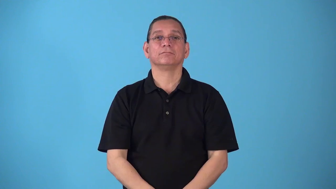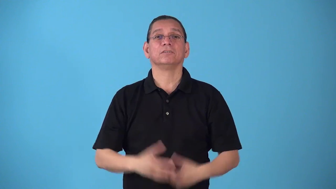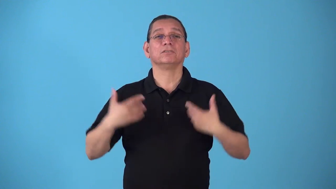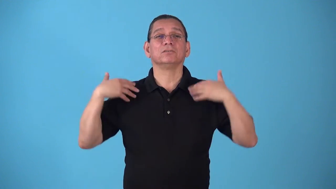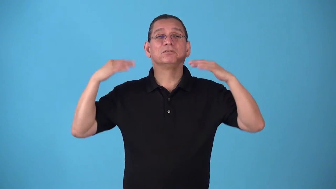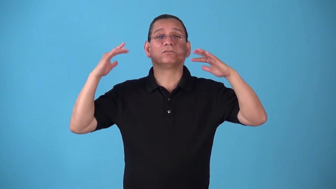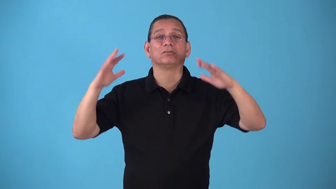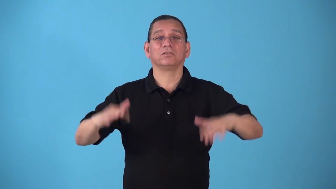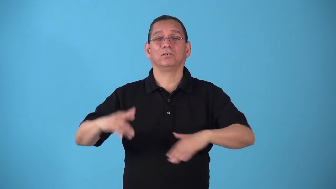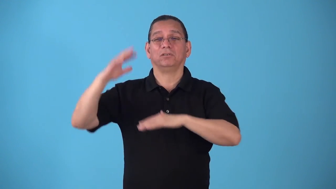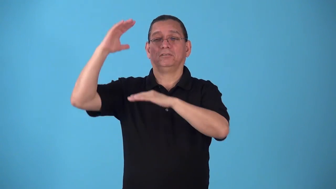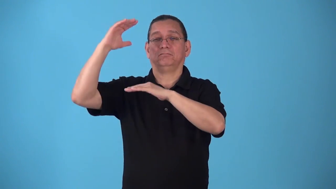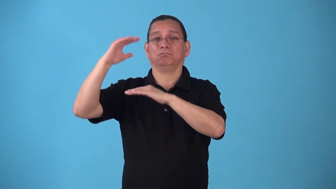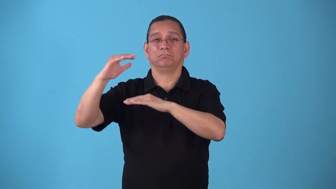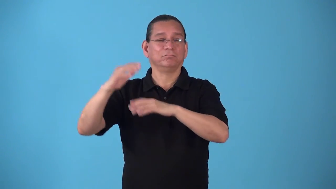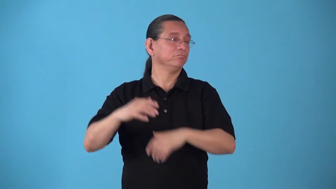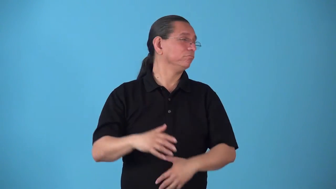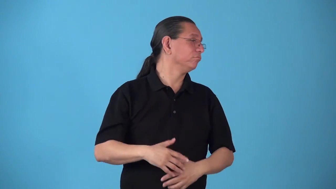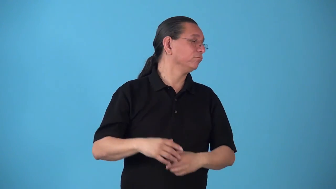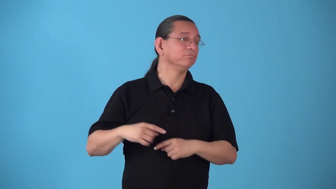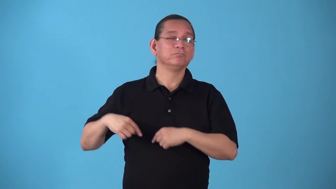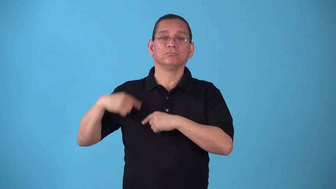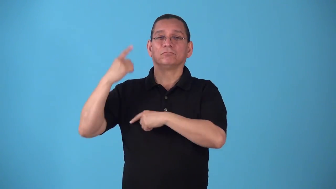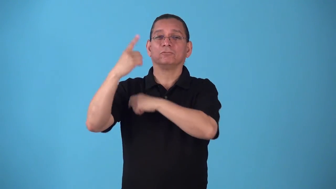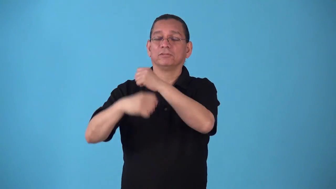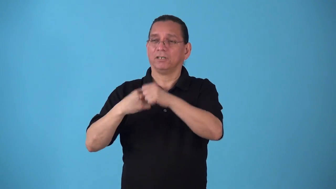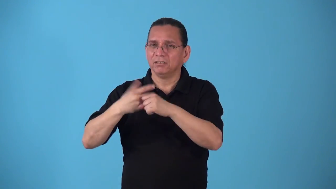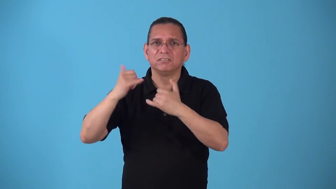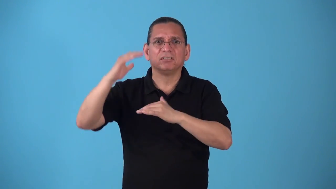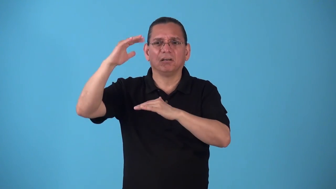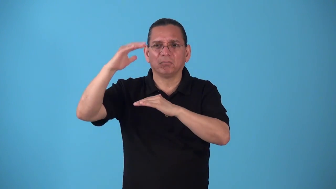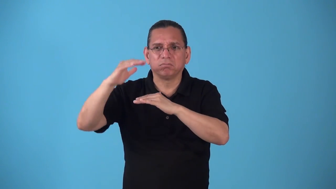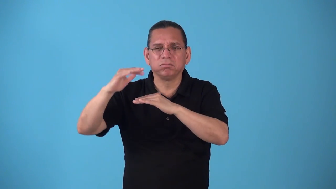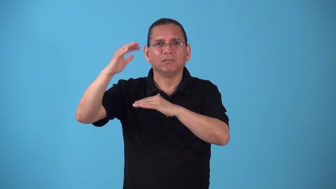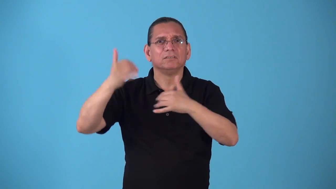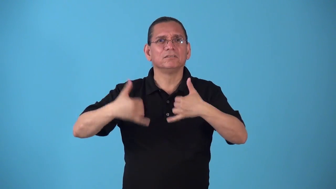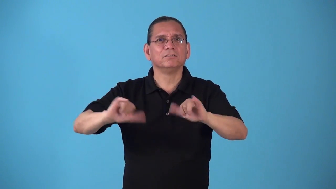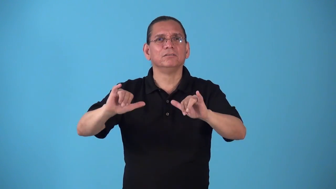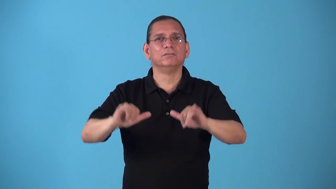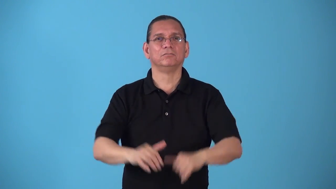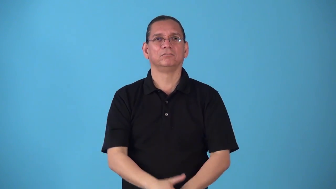snowfield